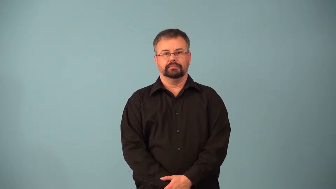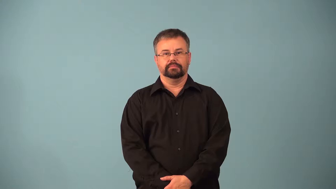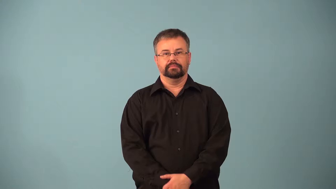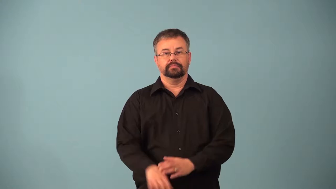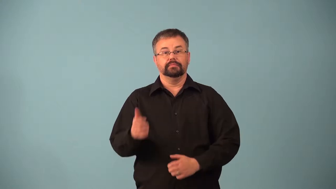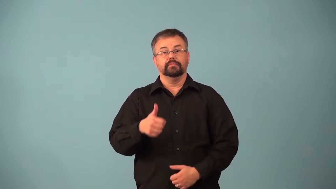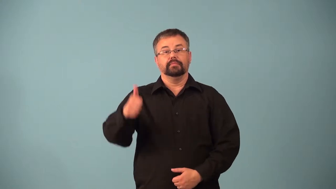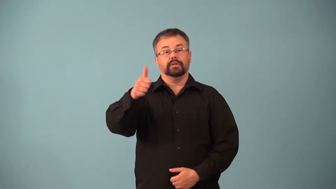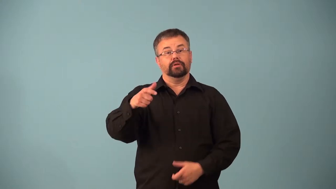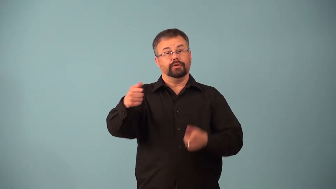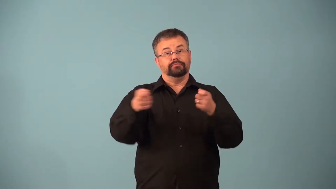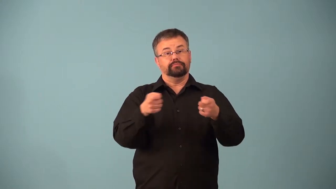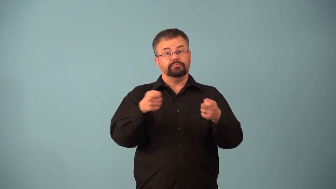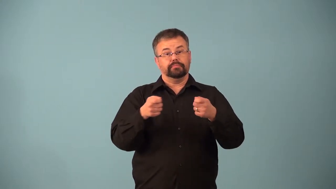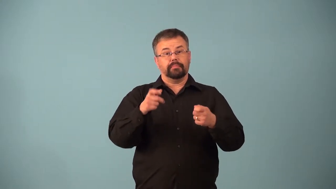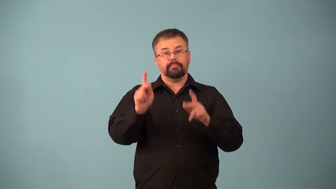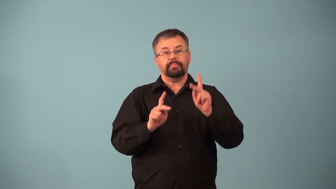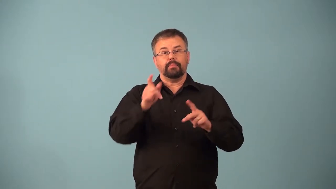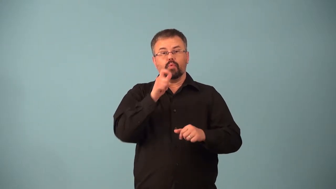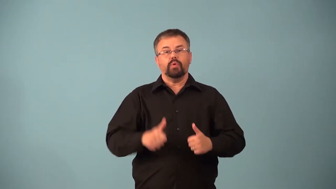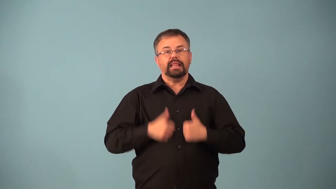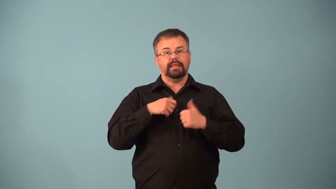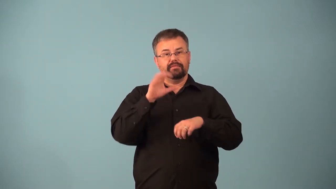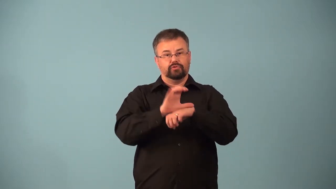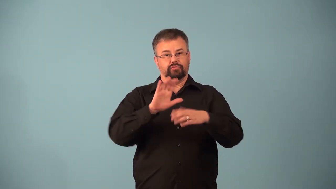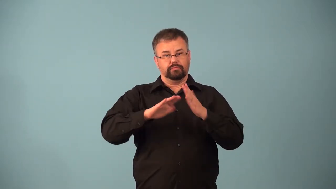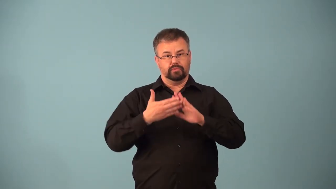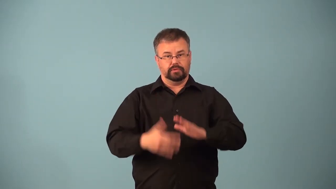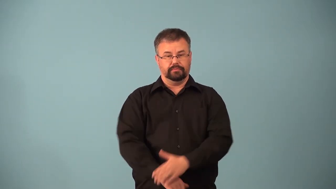abbot